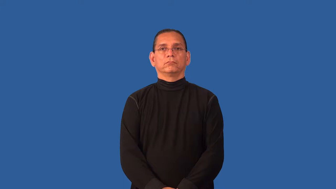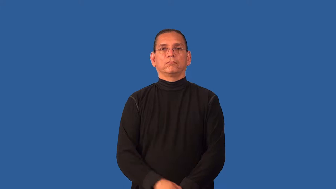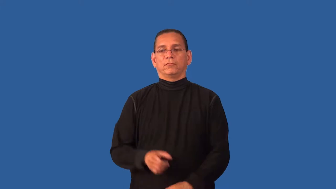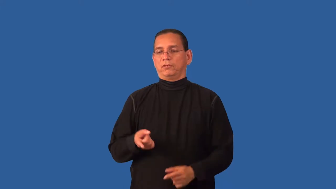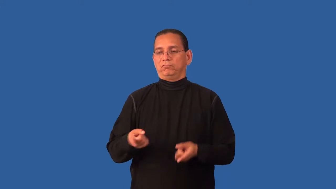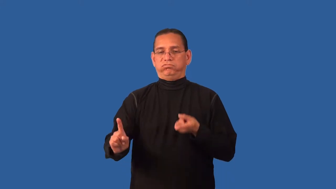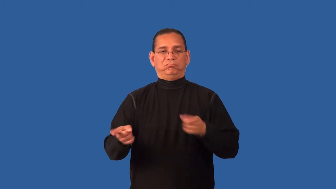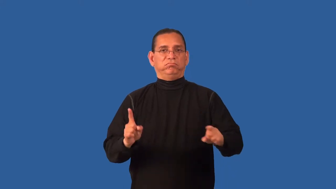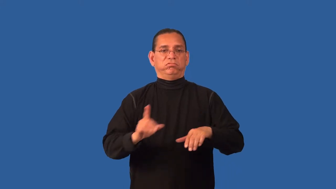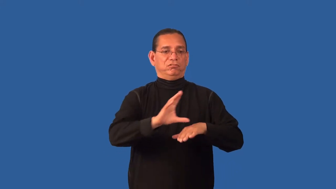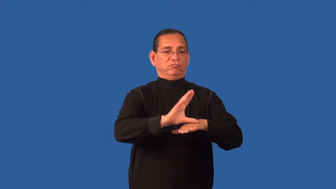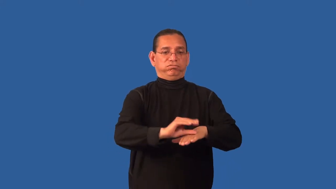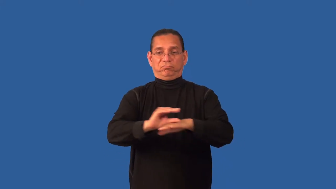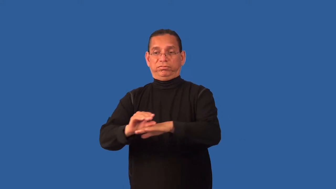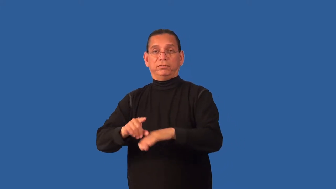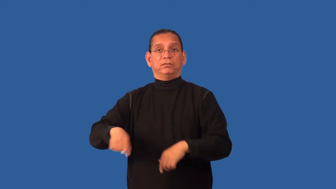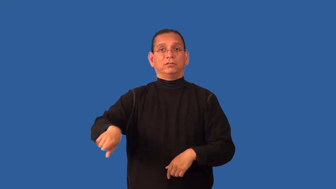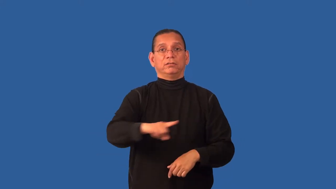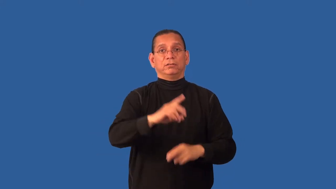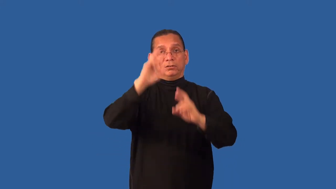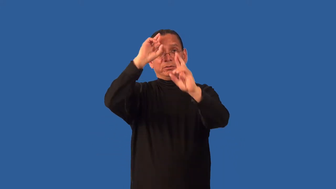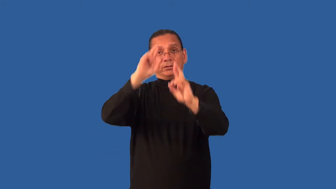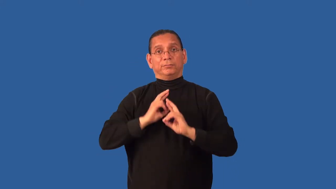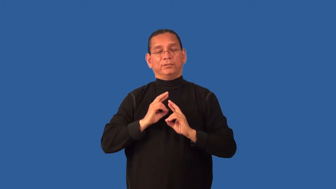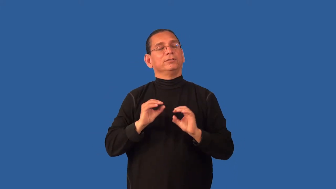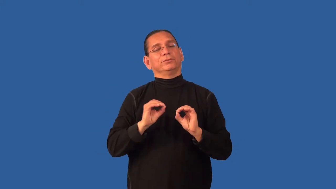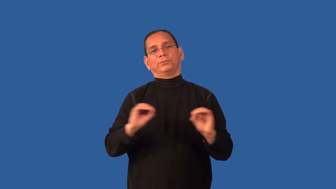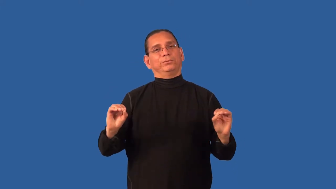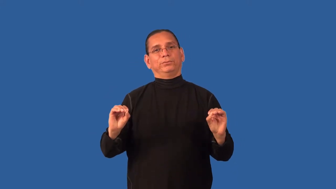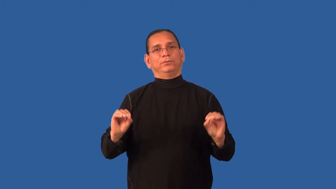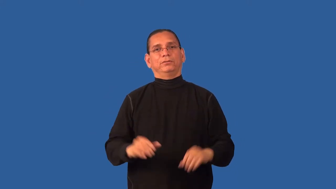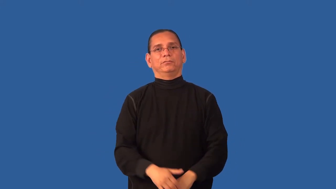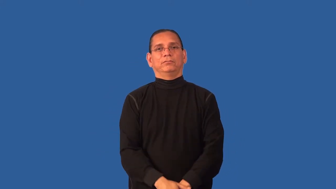demeaning